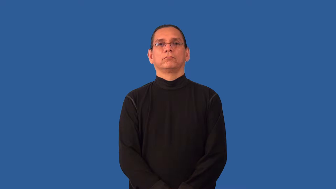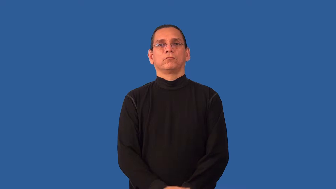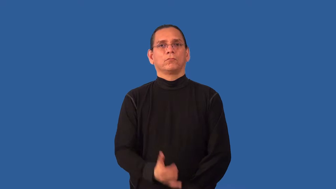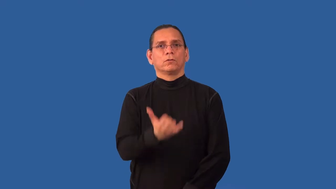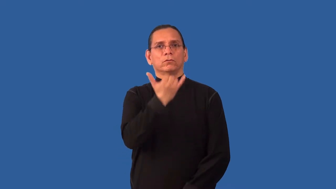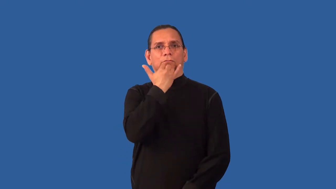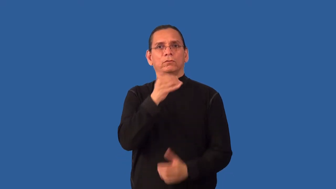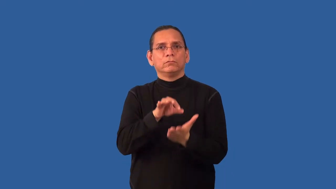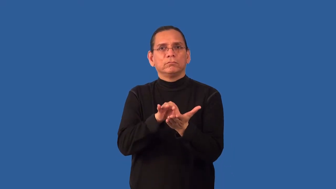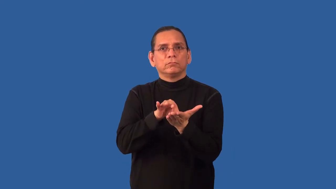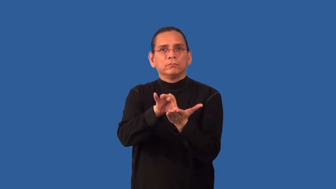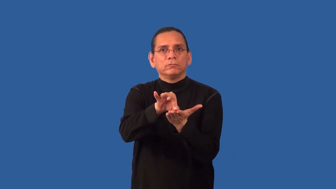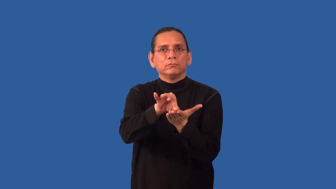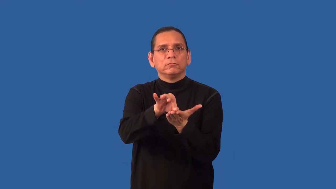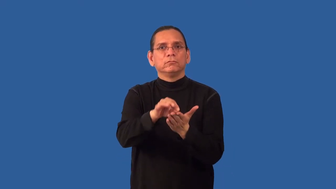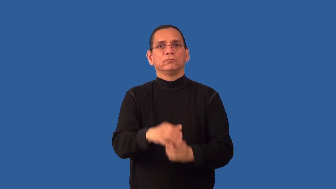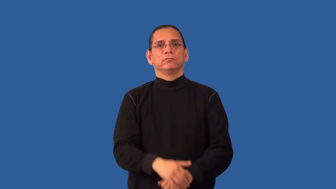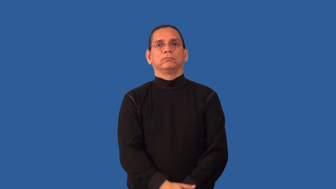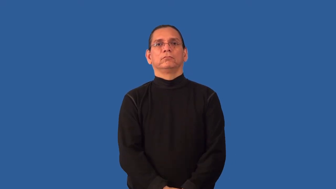miscount